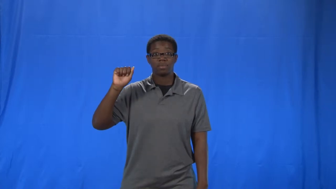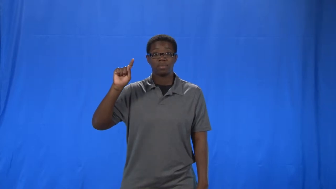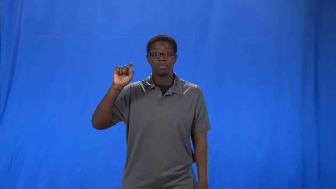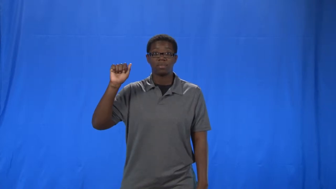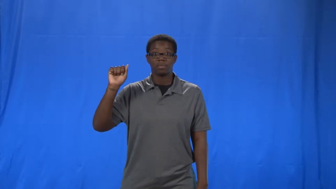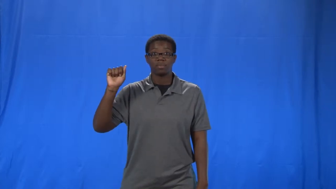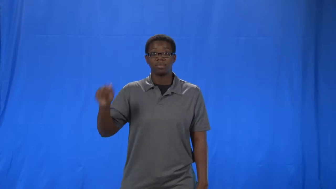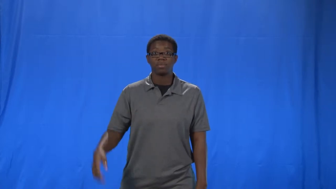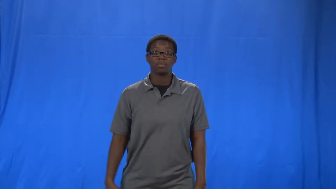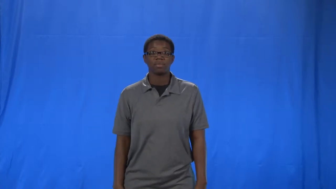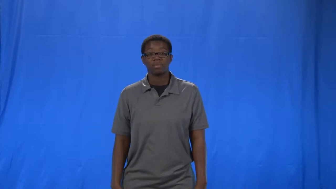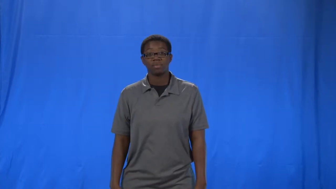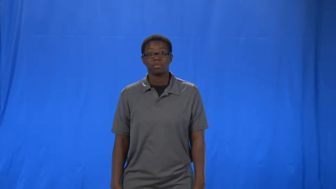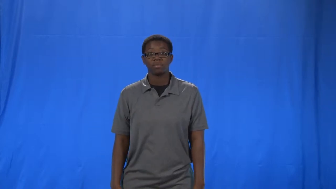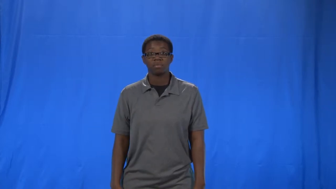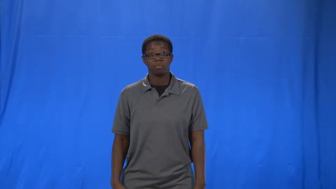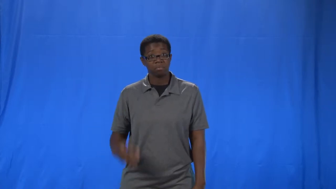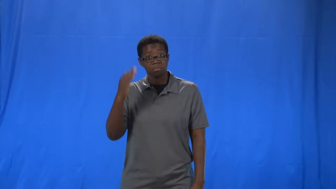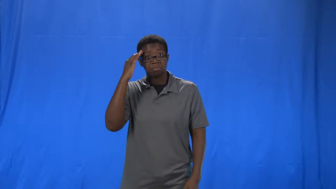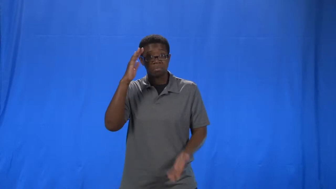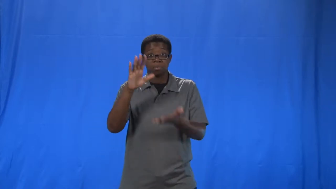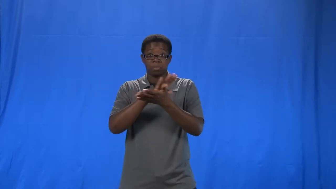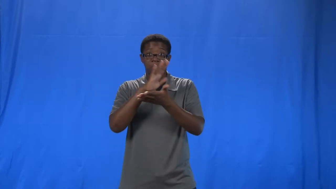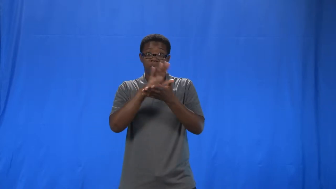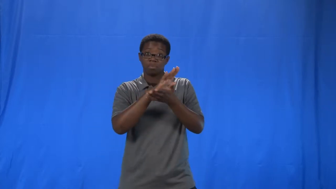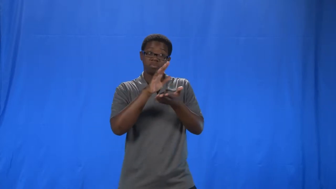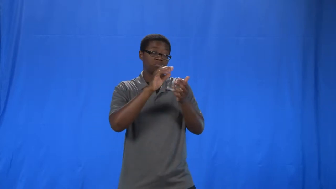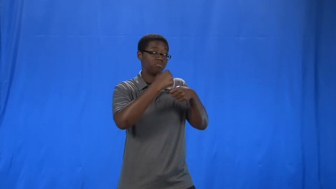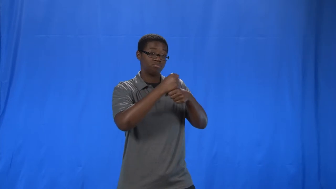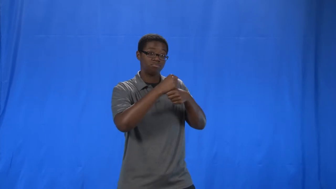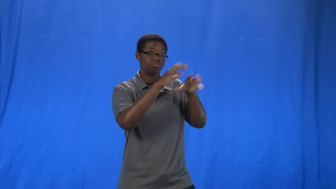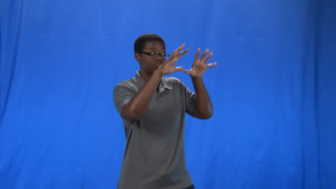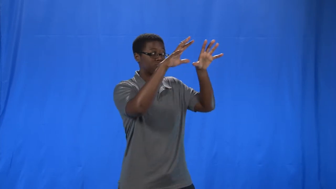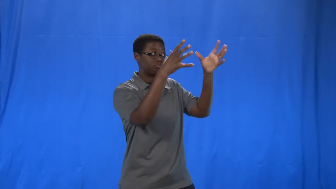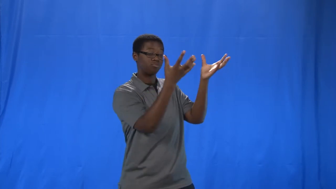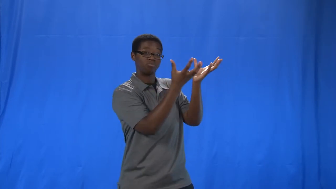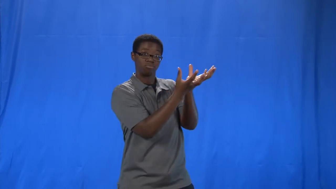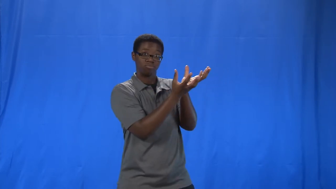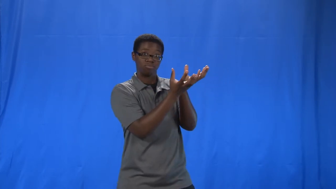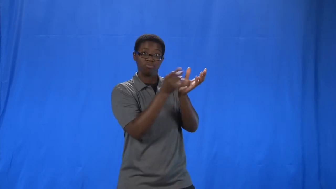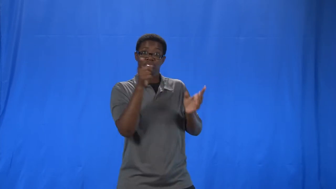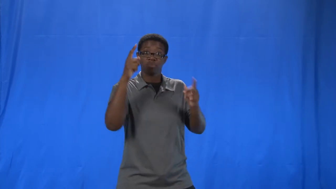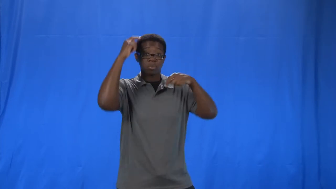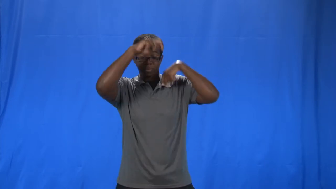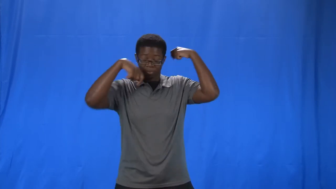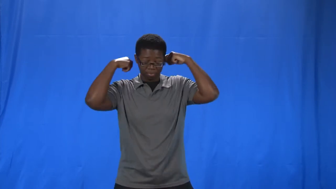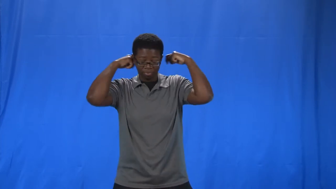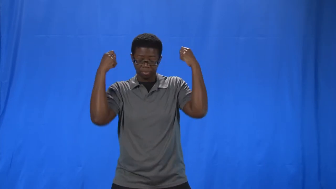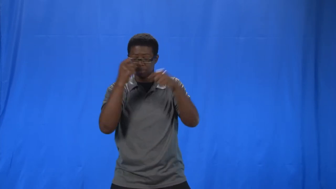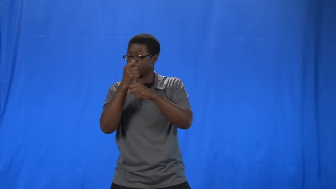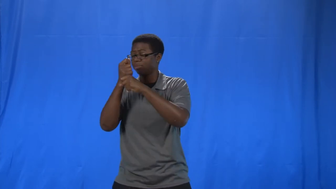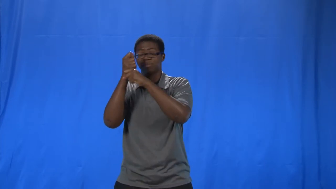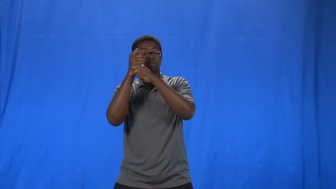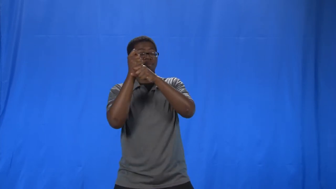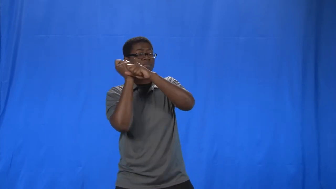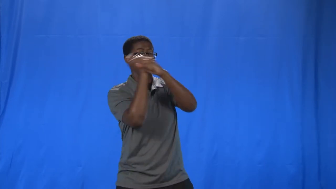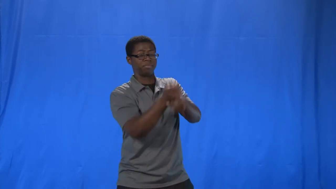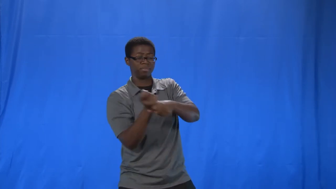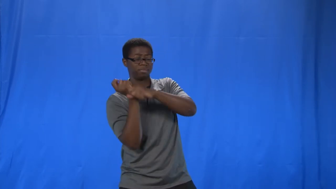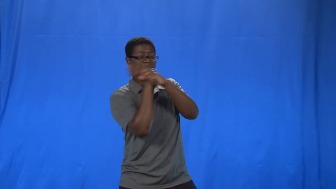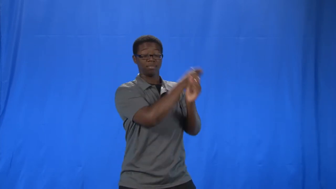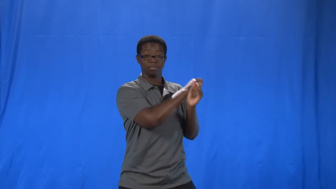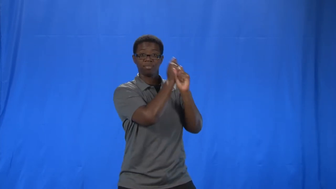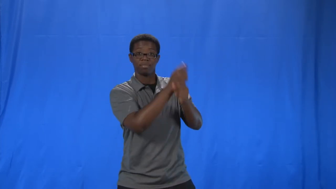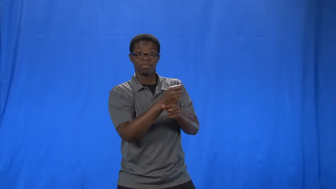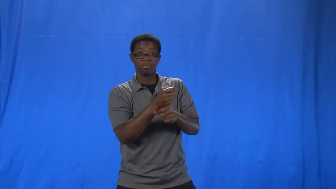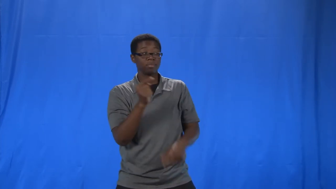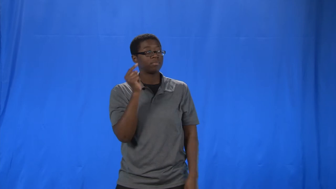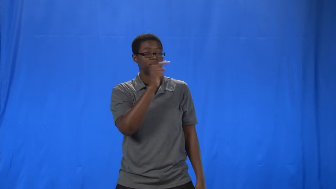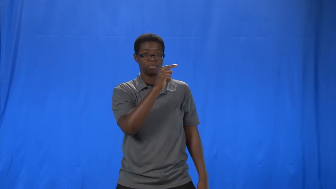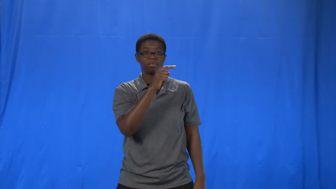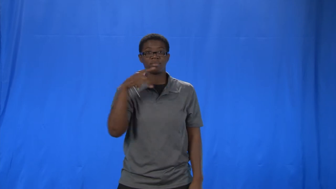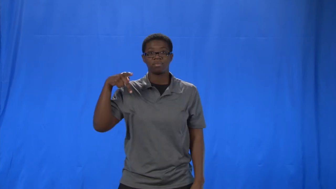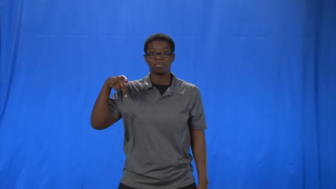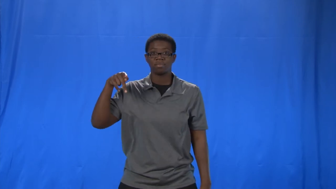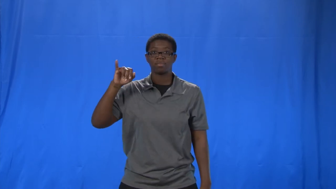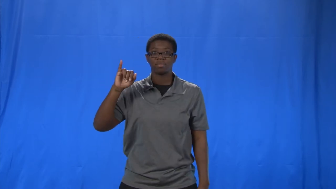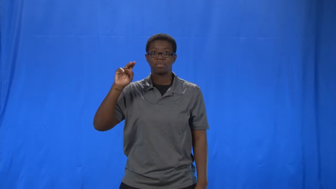pinata